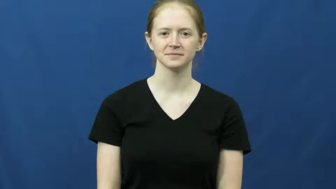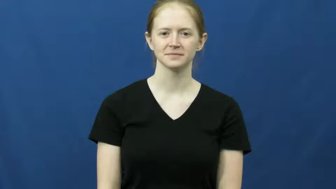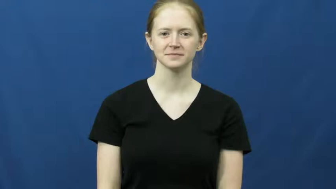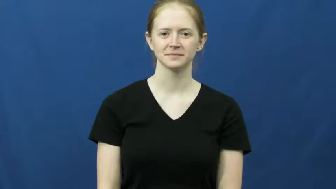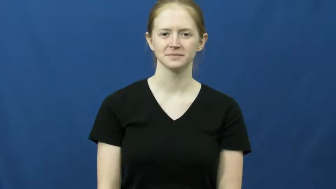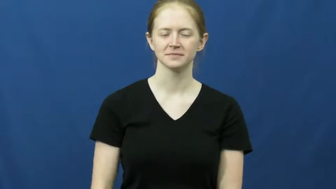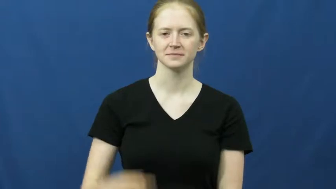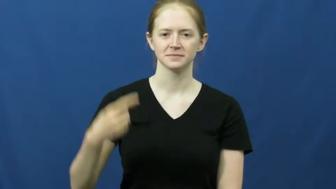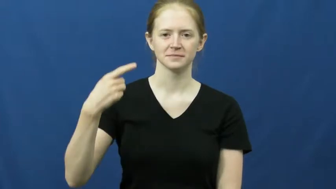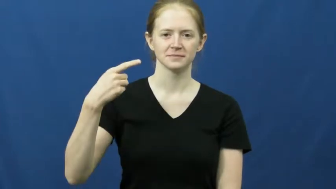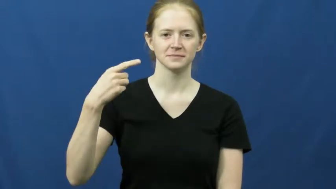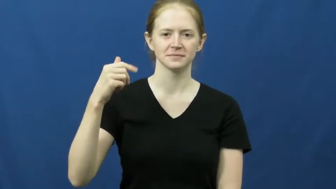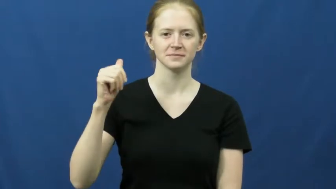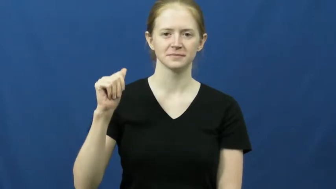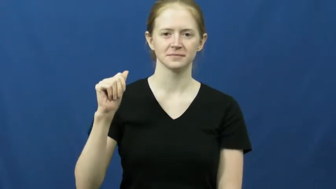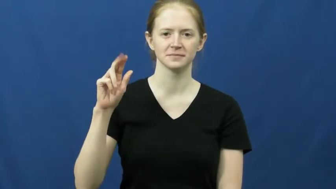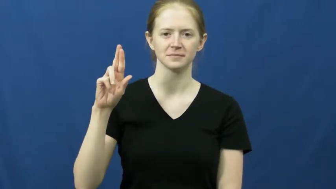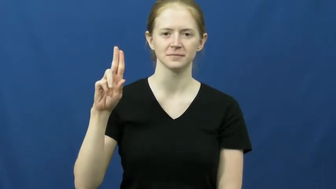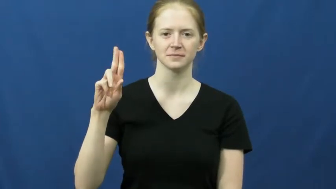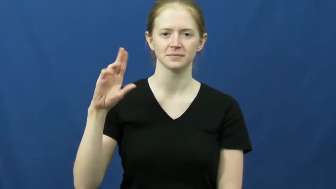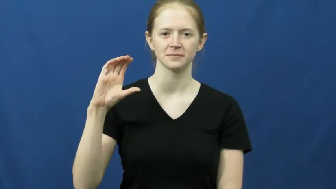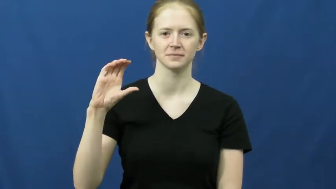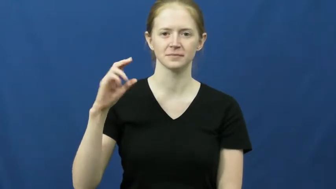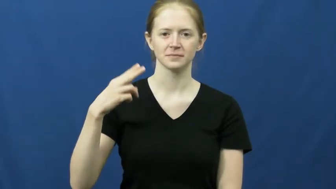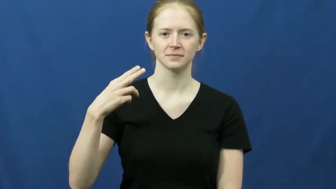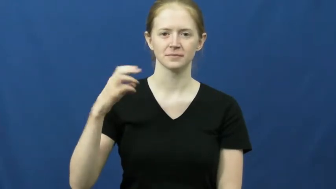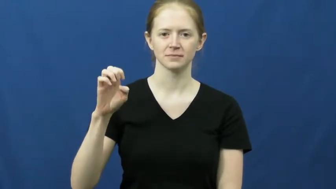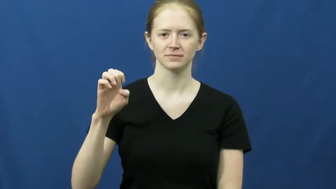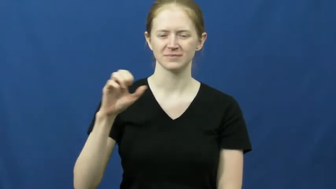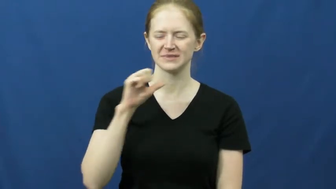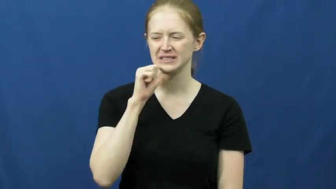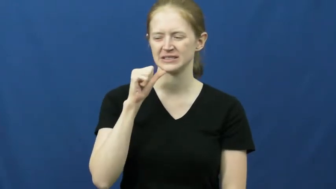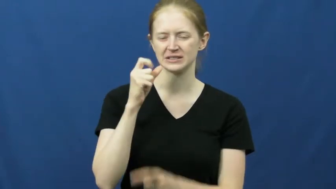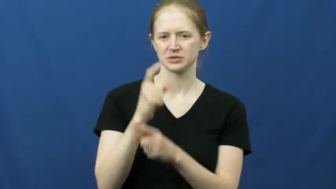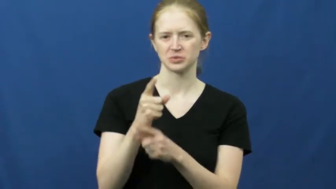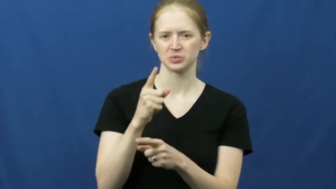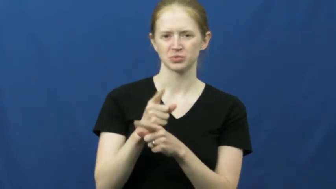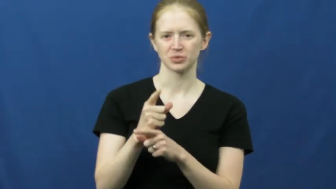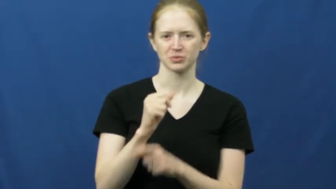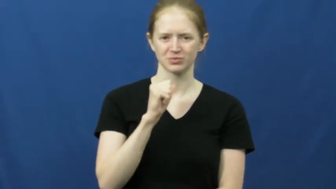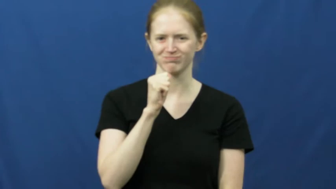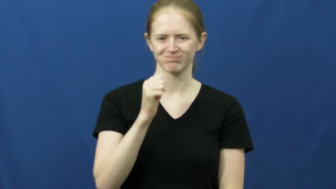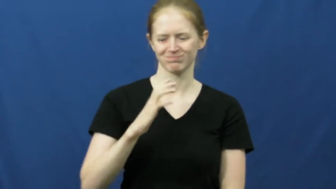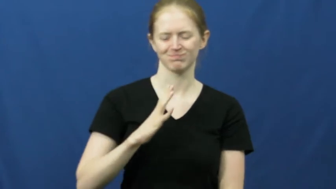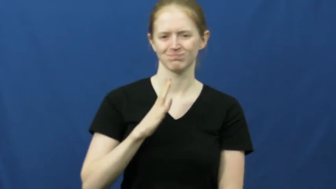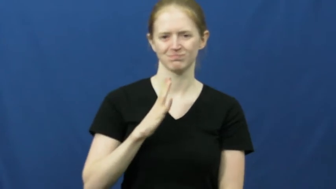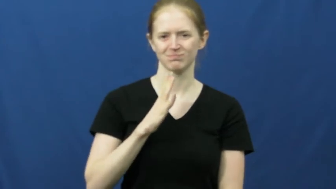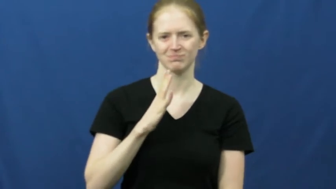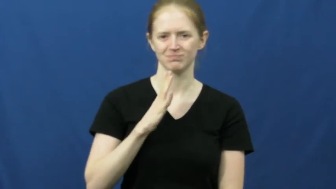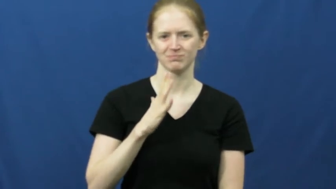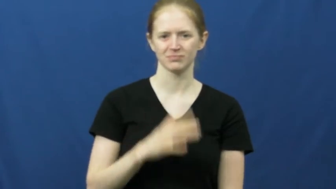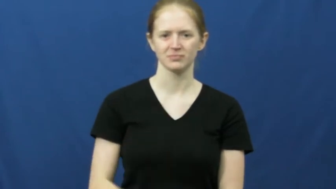gauche